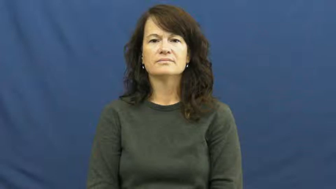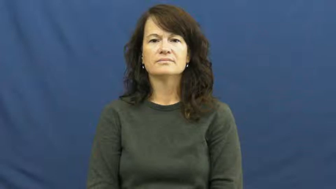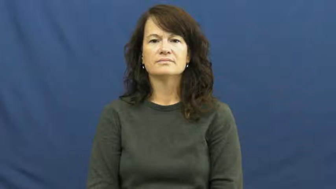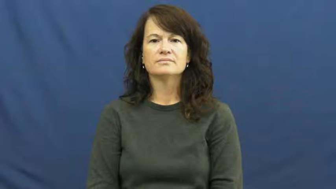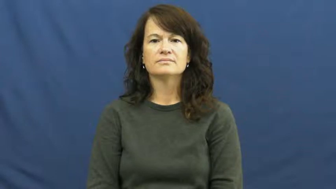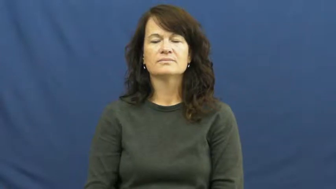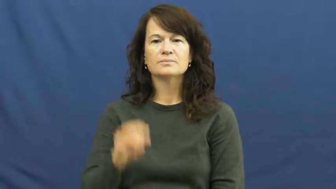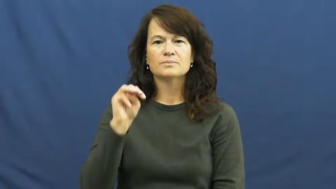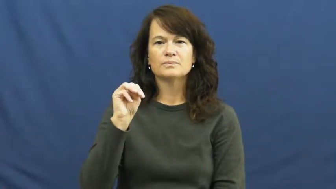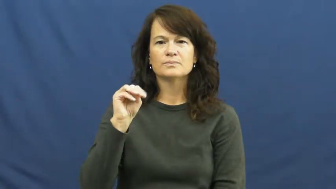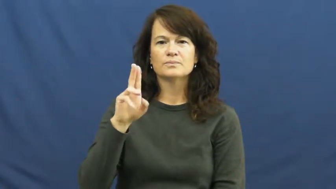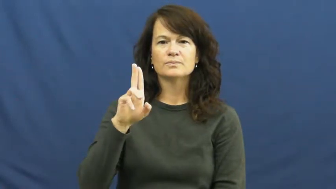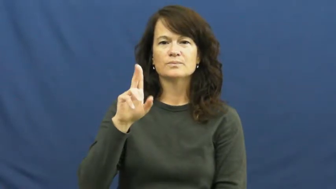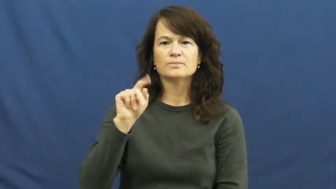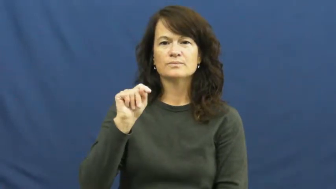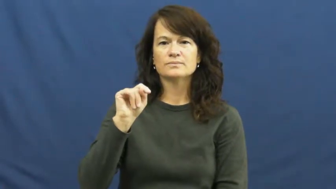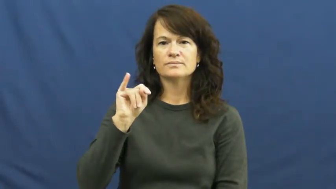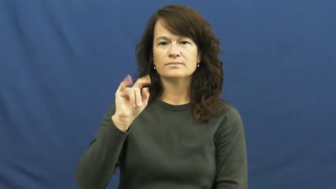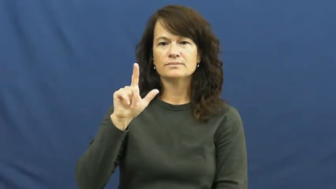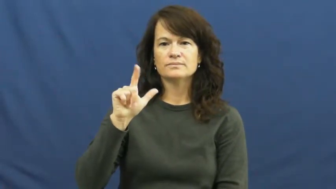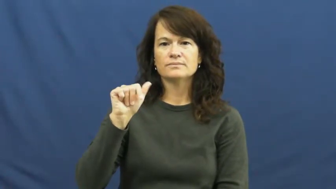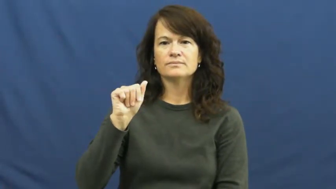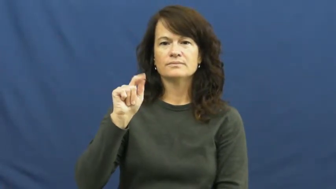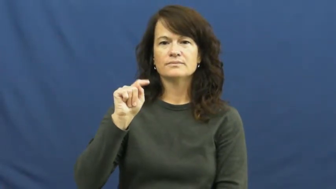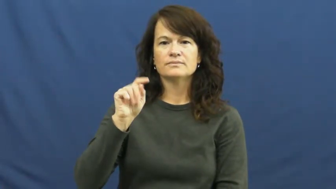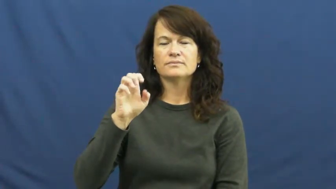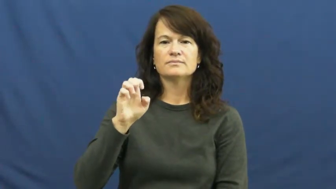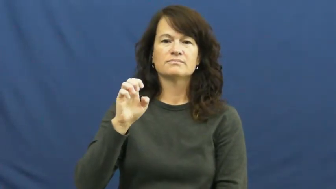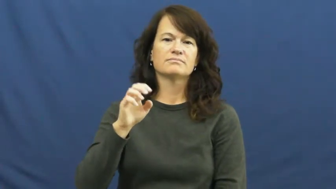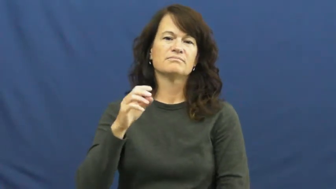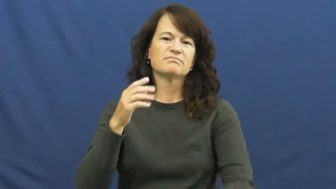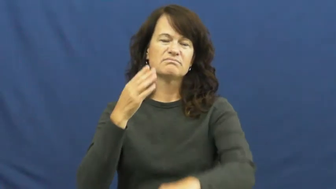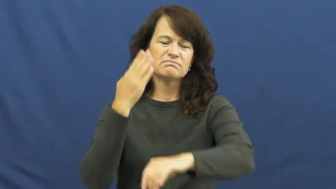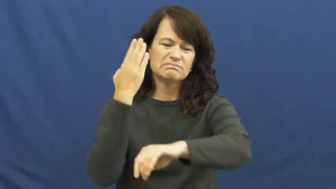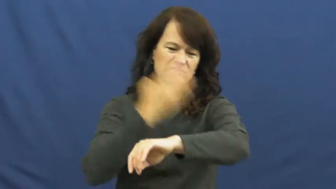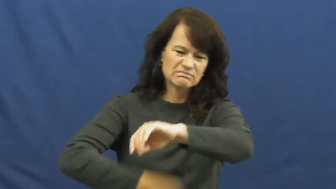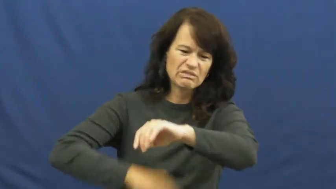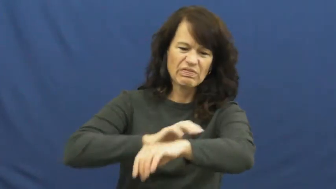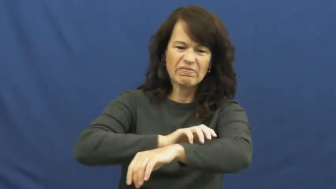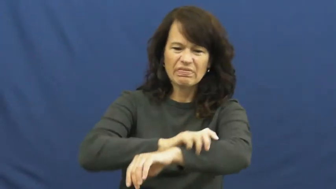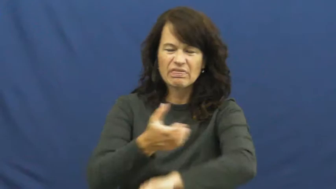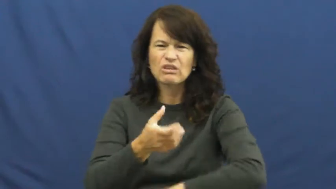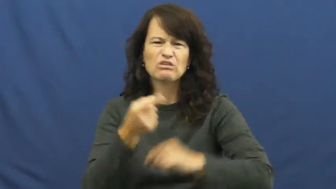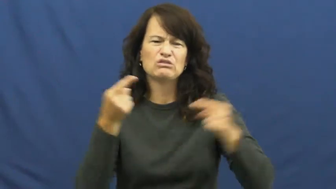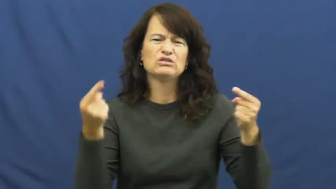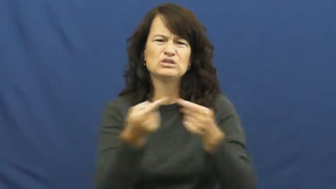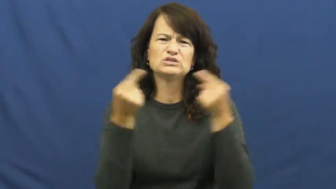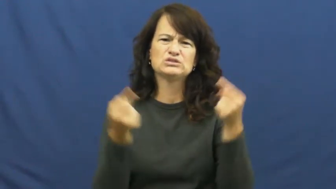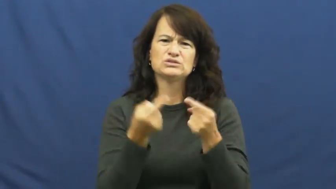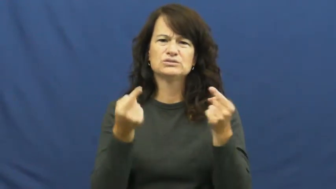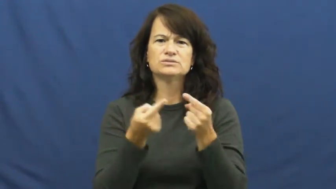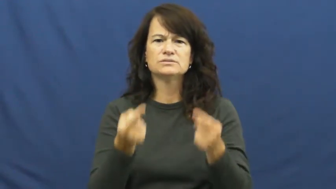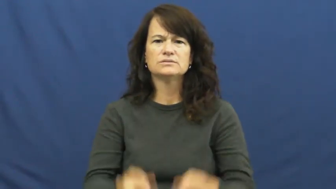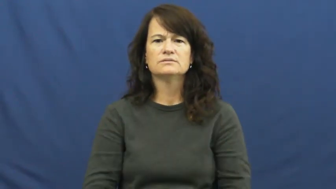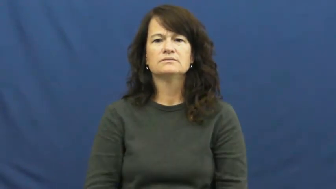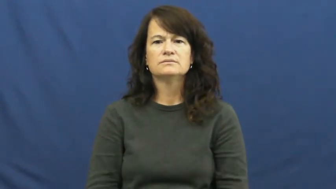mutilate